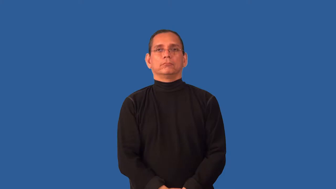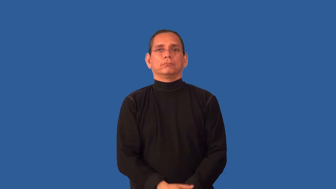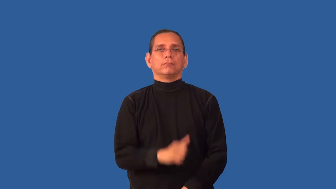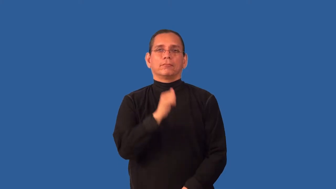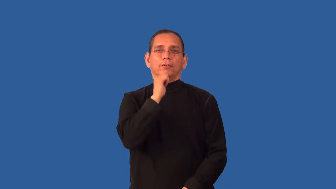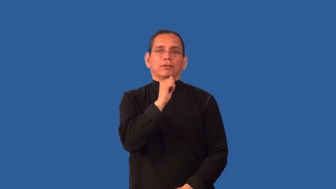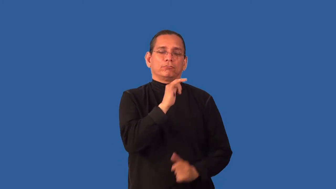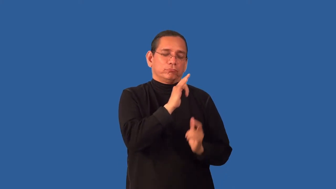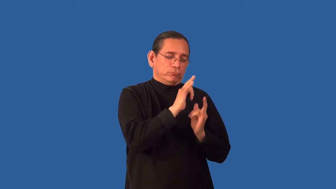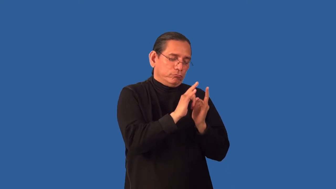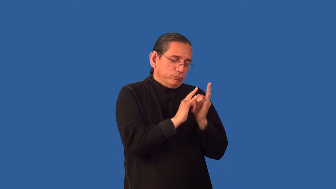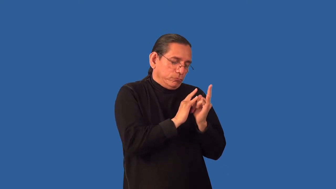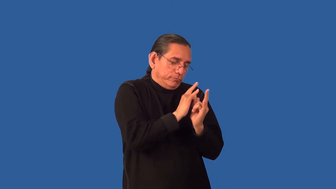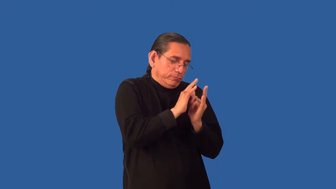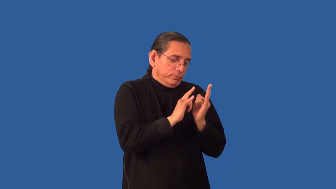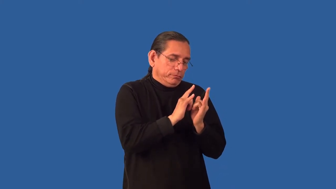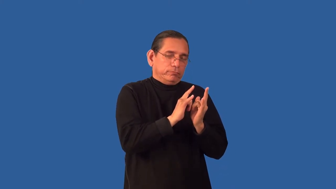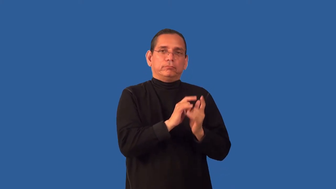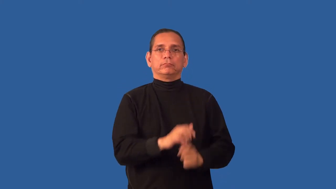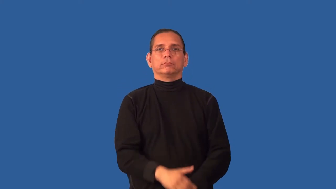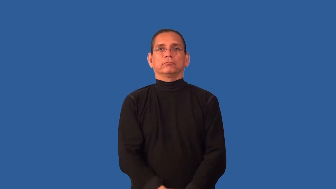unromantic